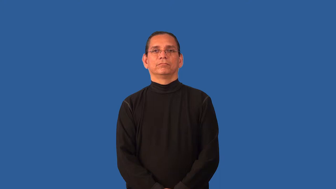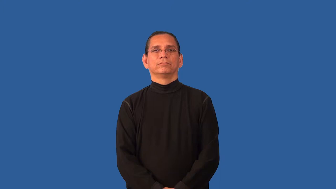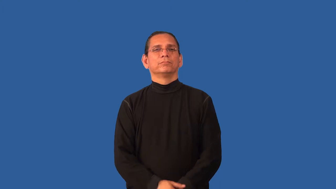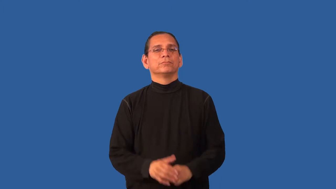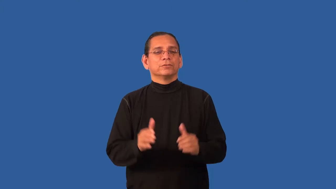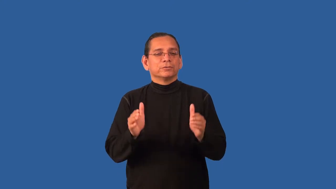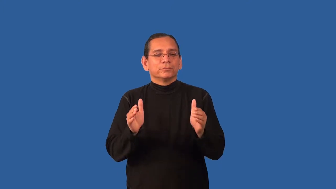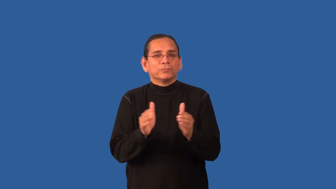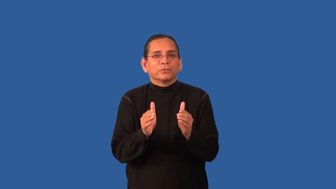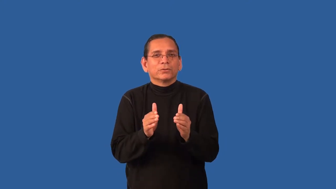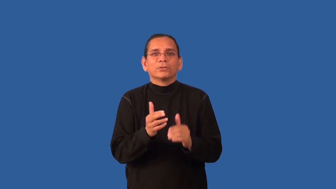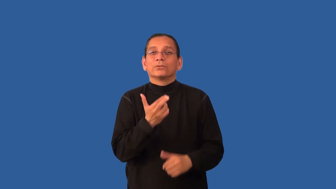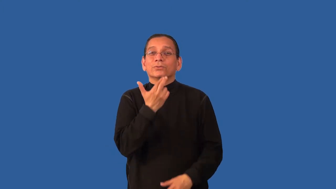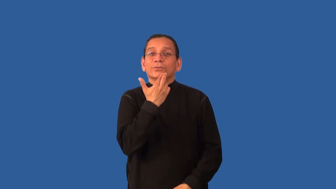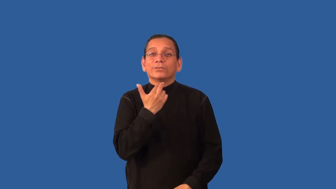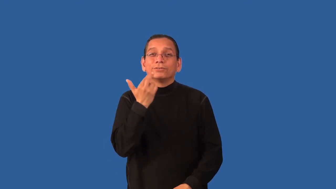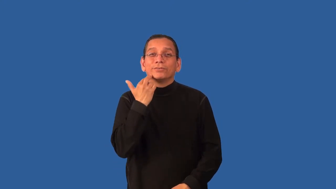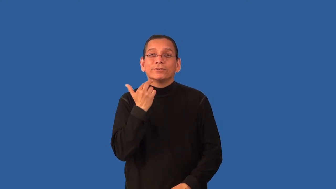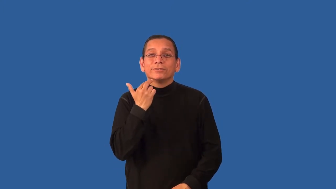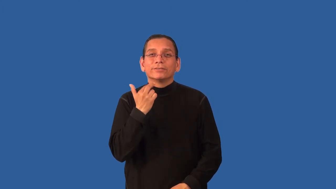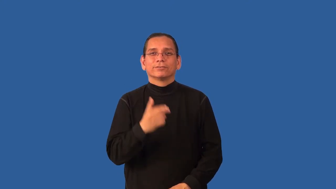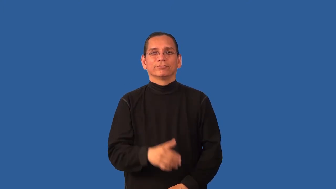bistro